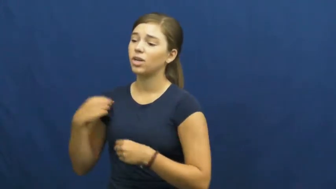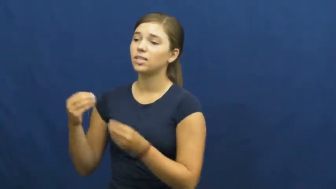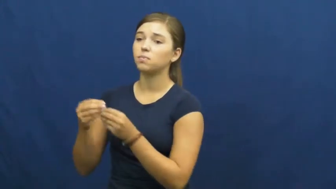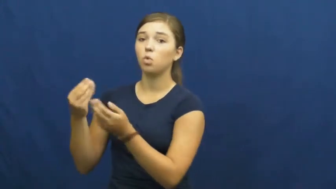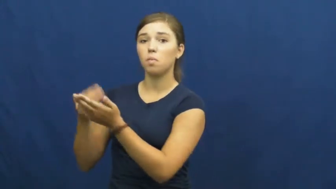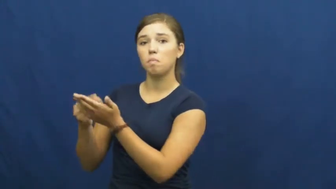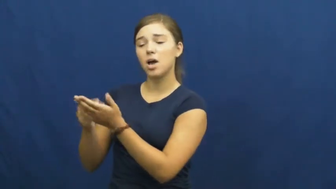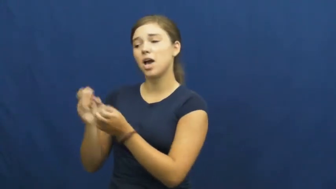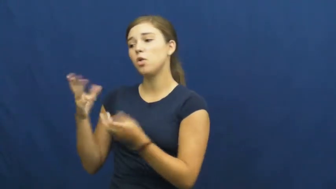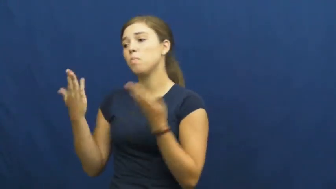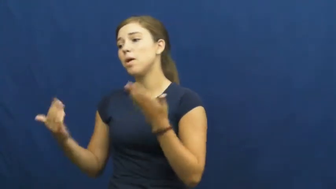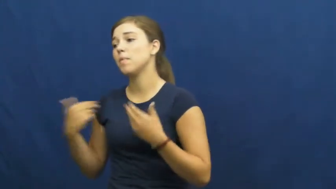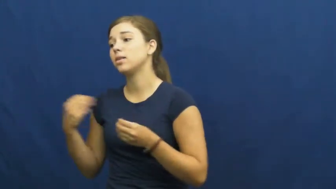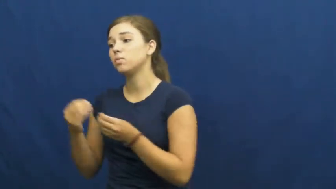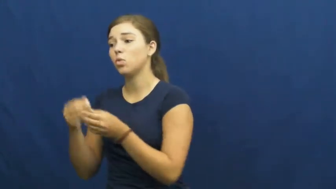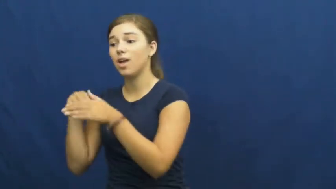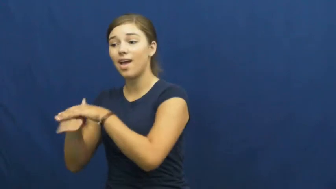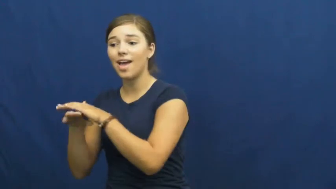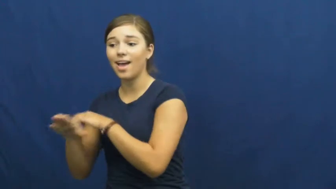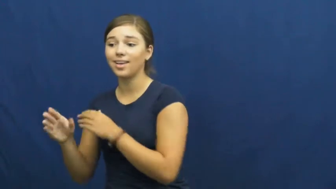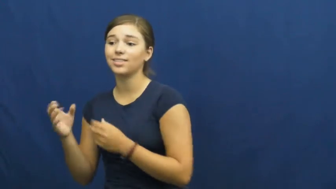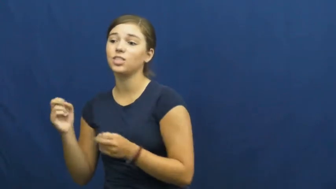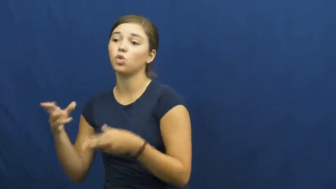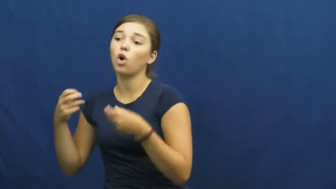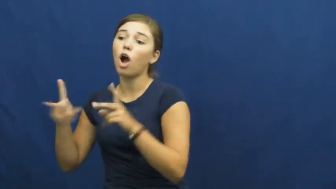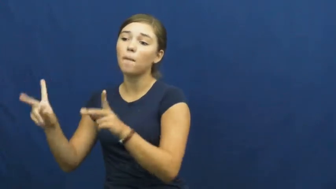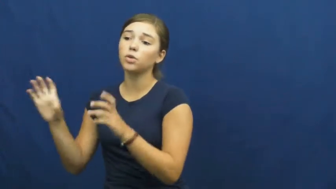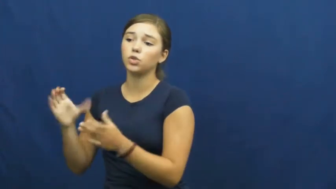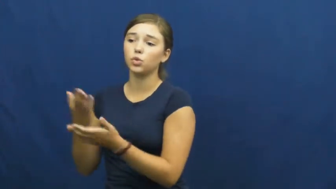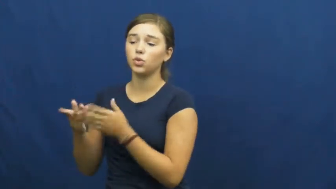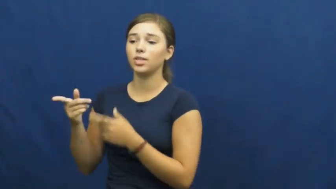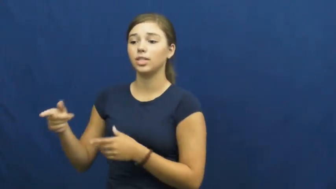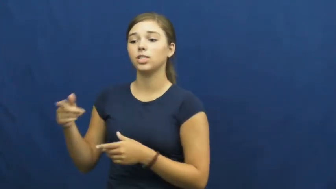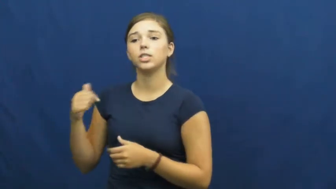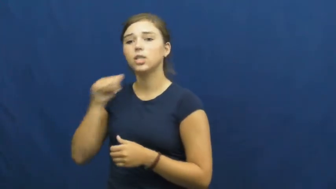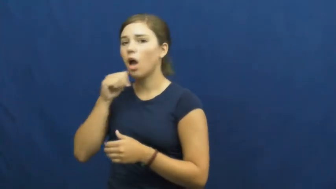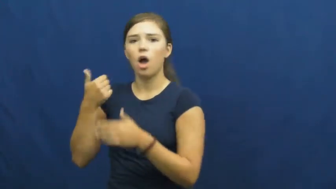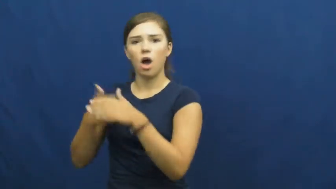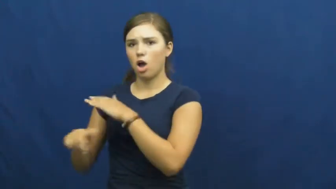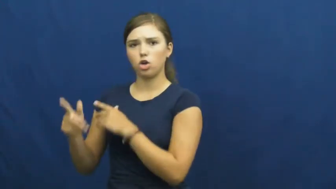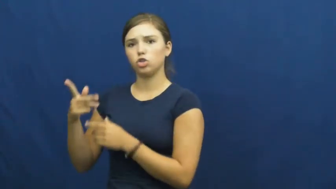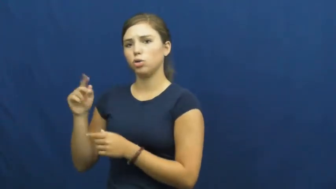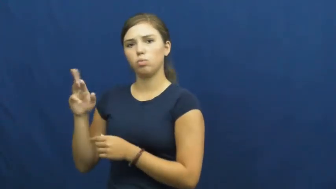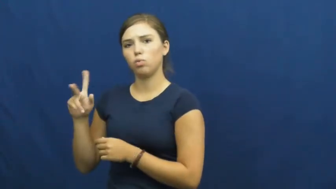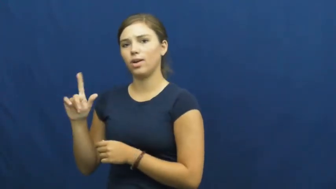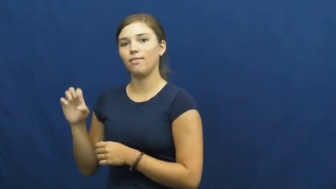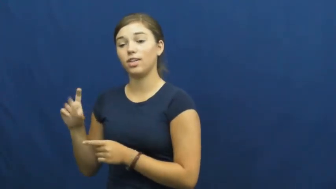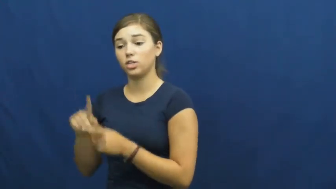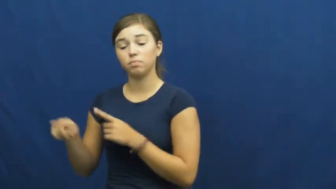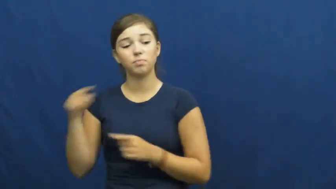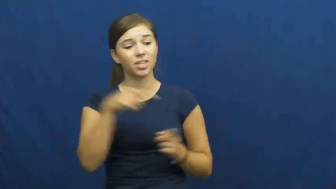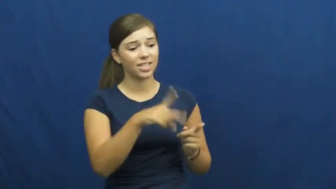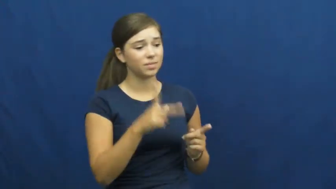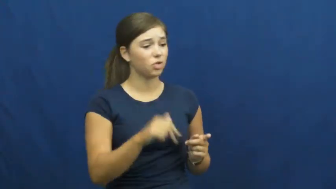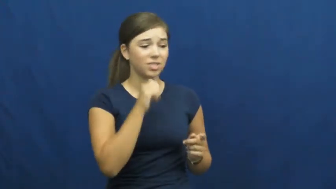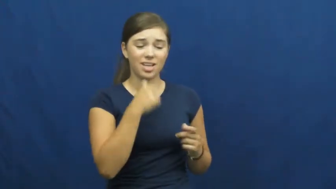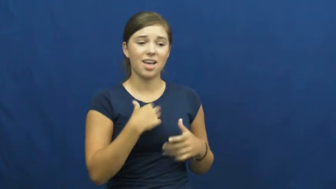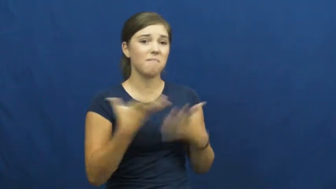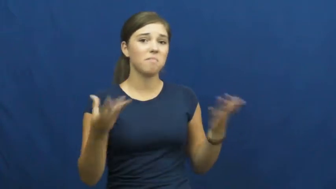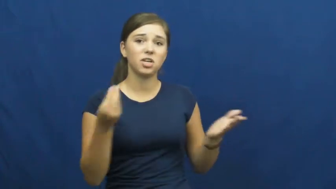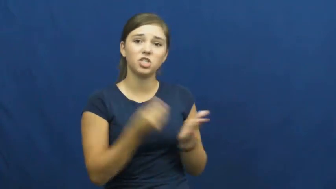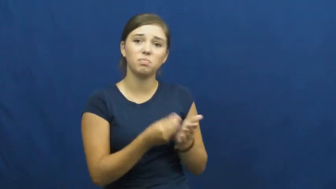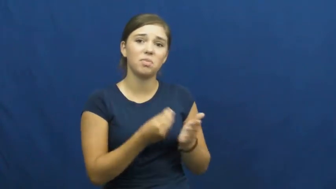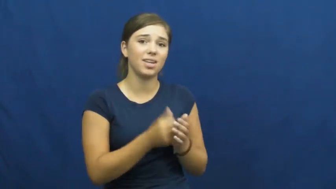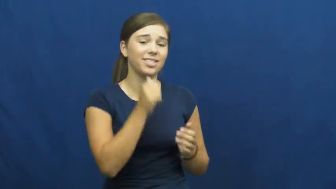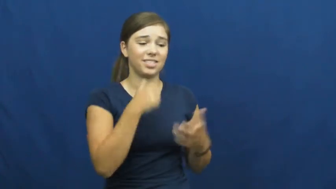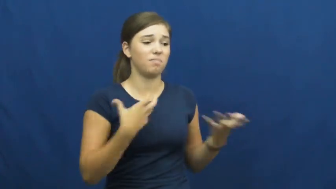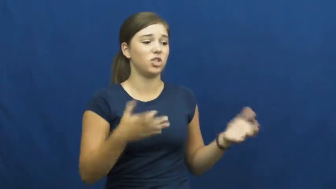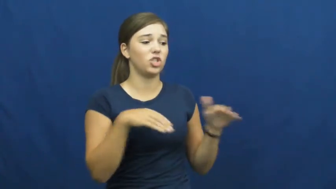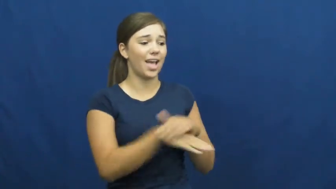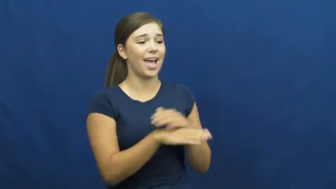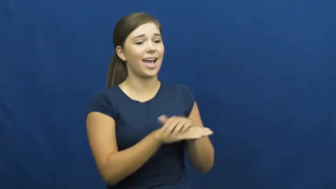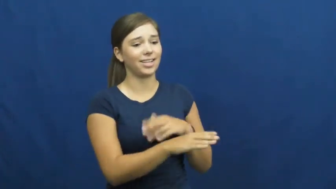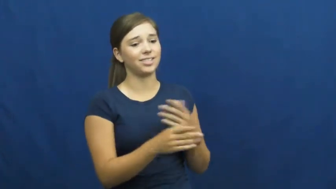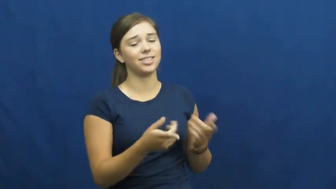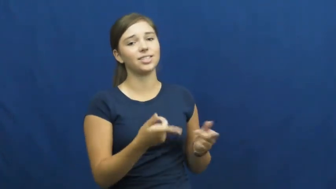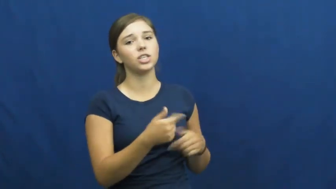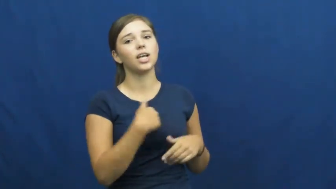underprivileged